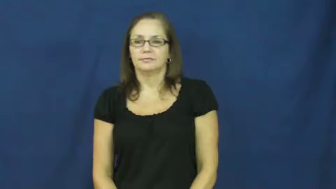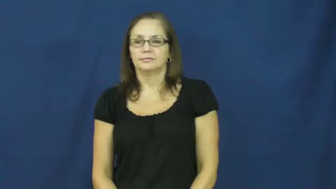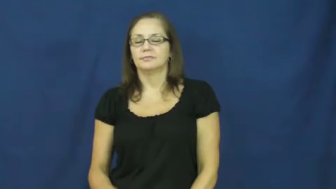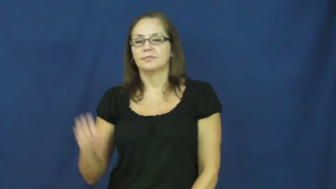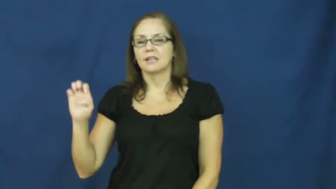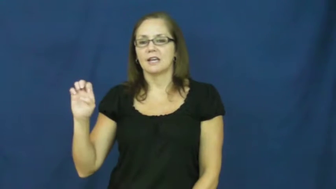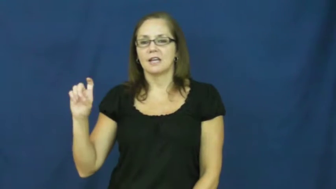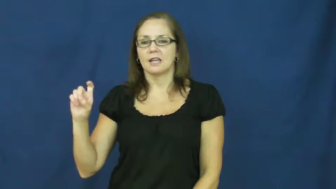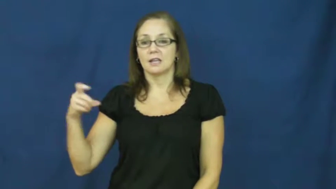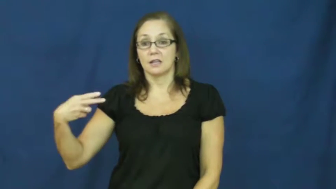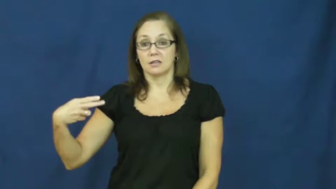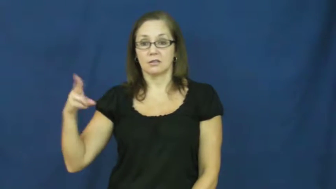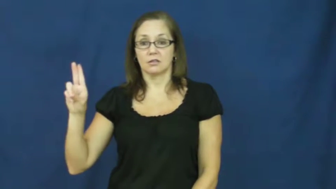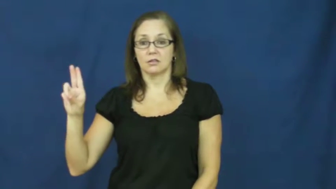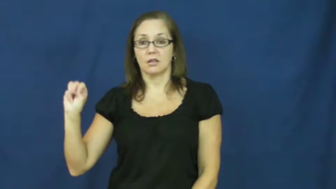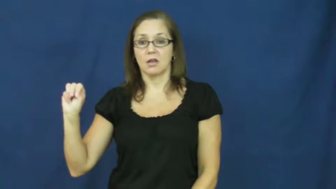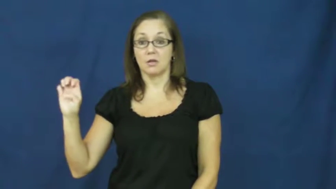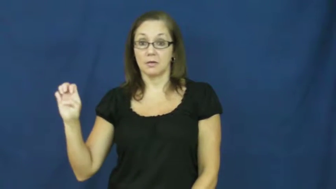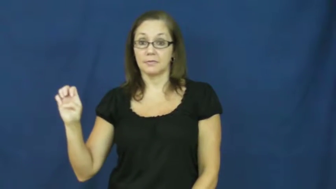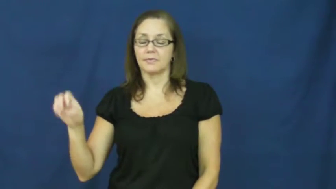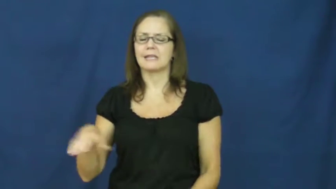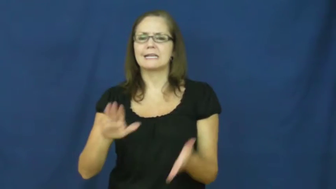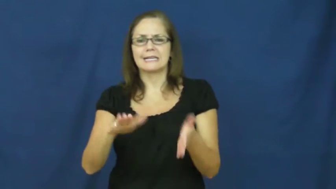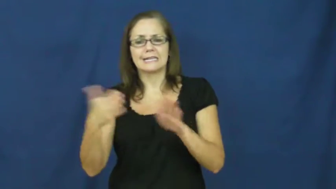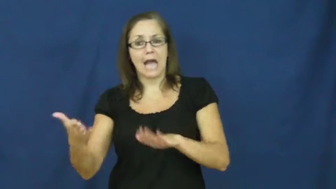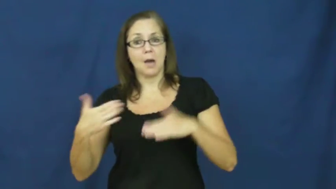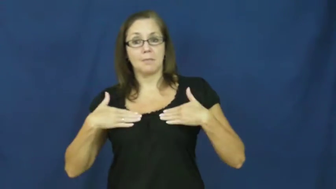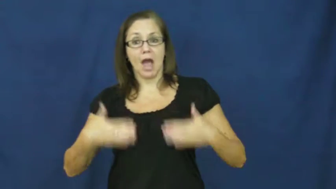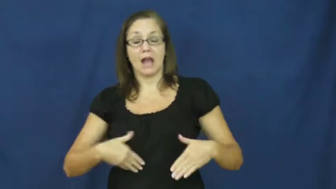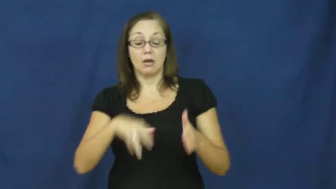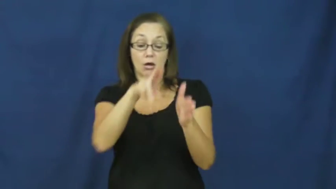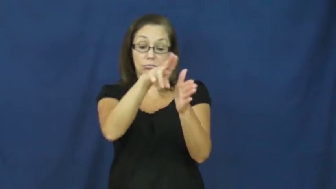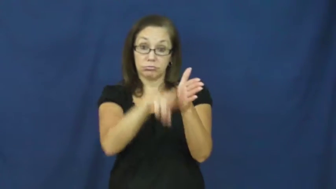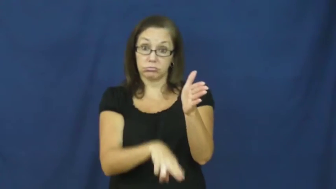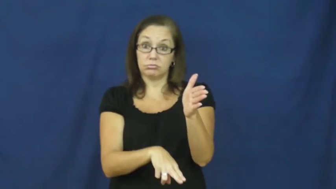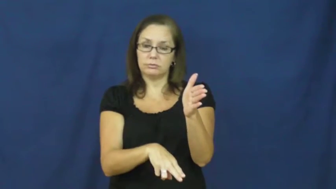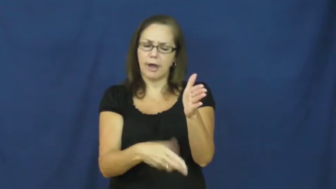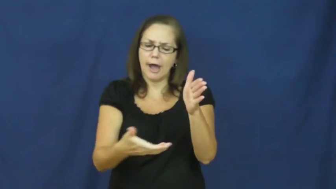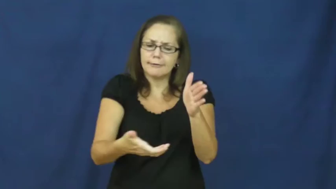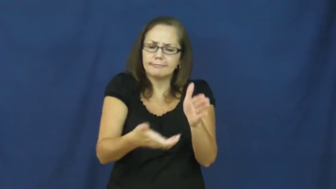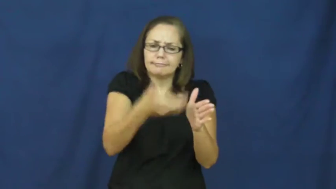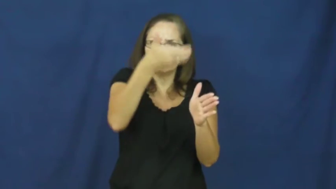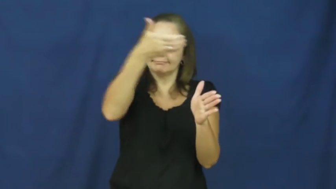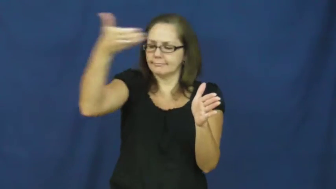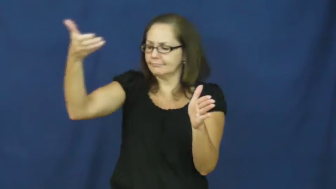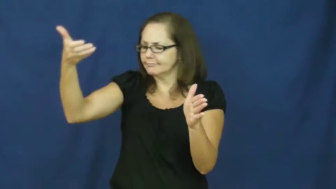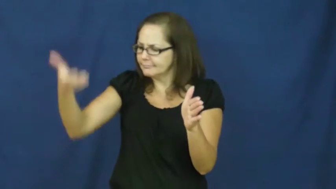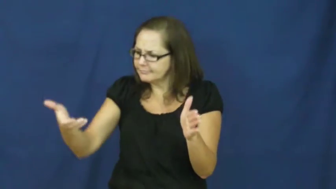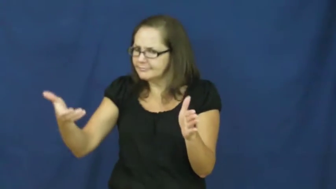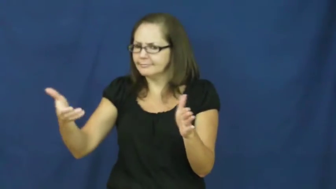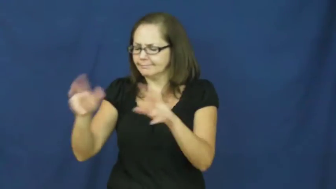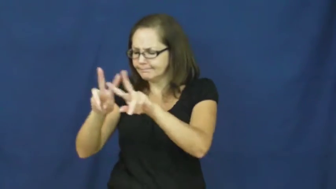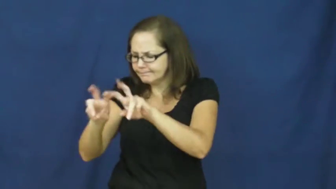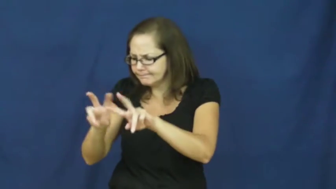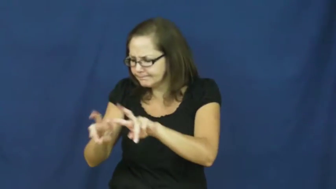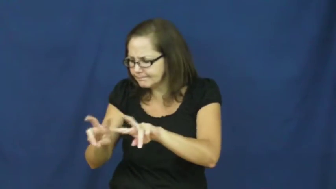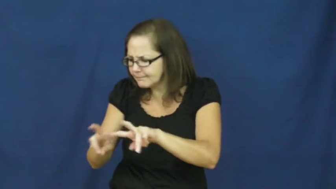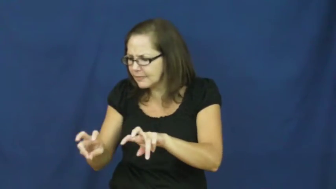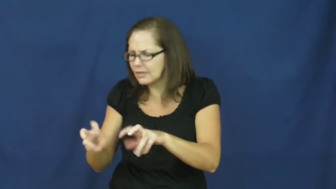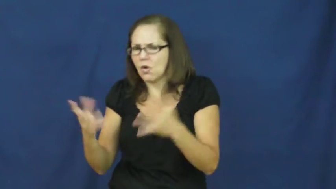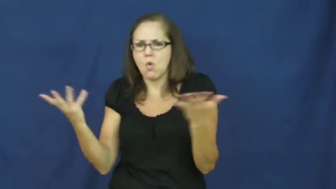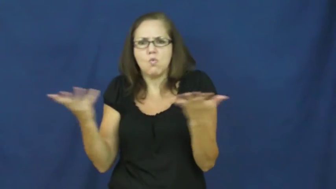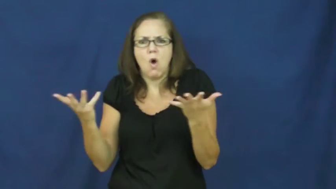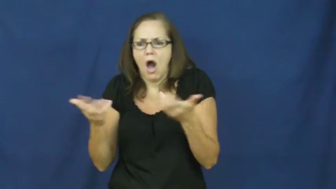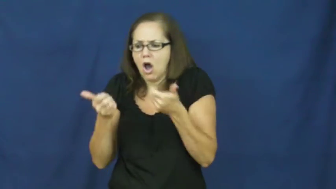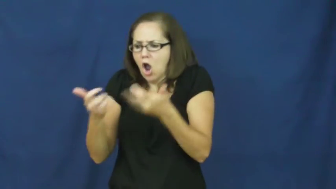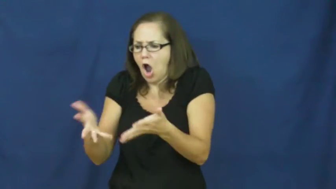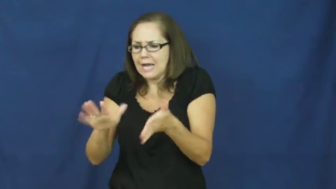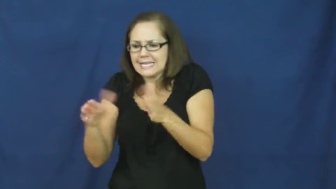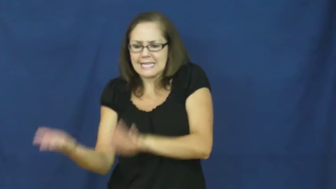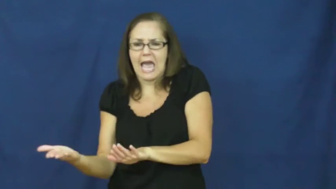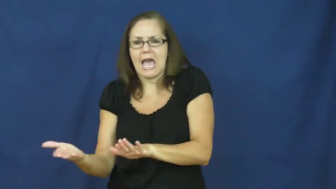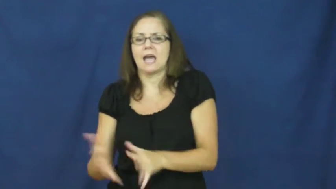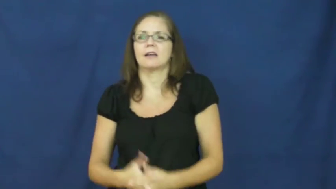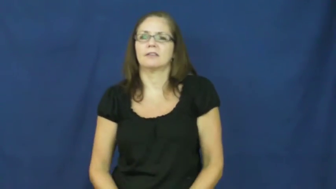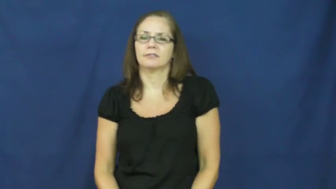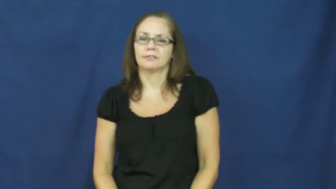exhume